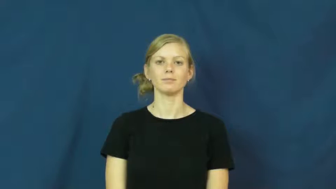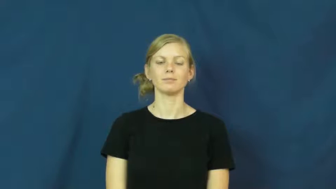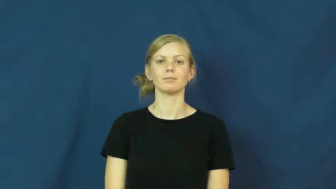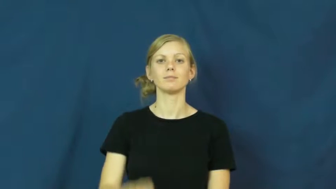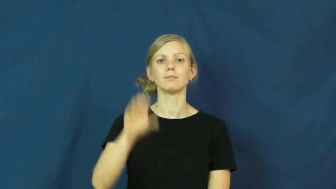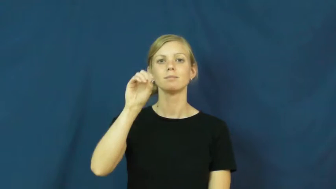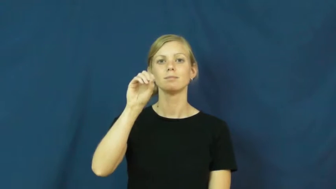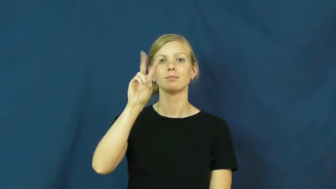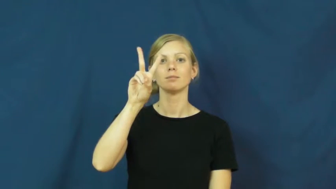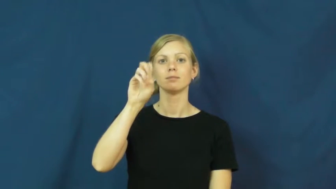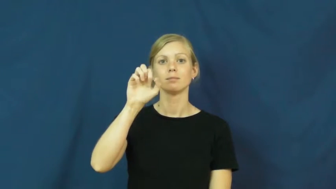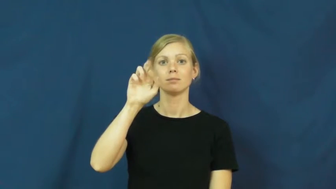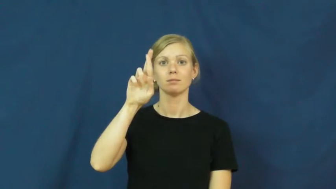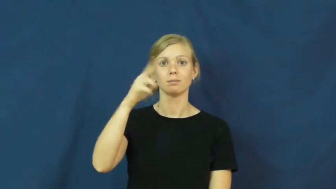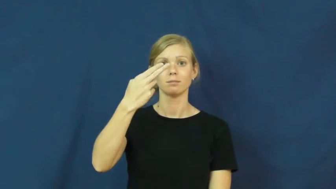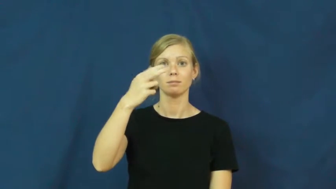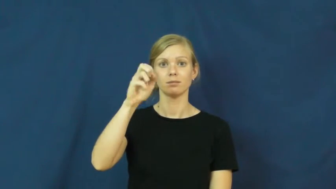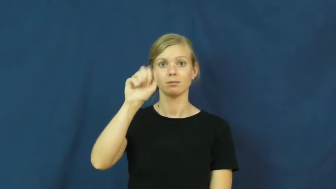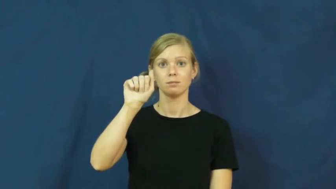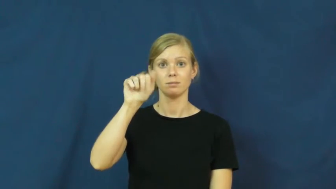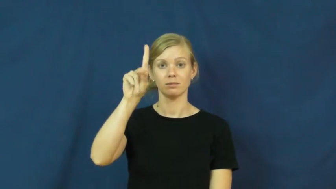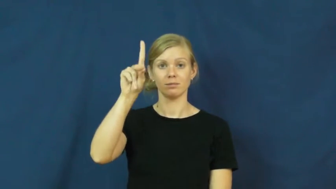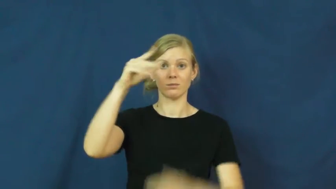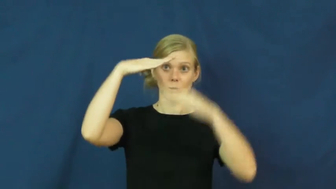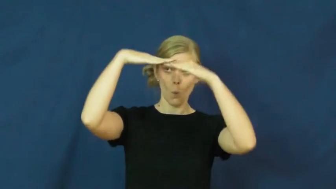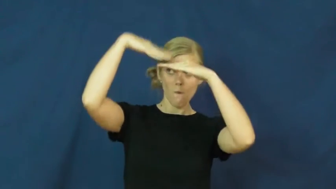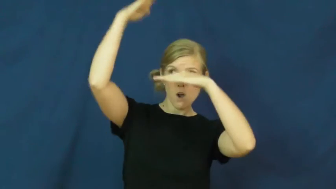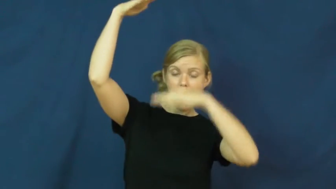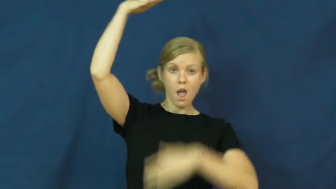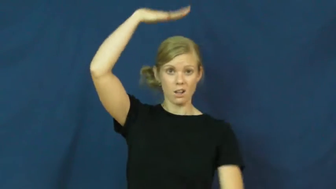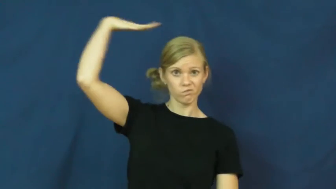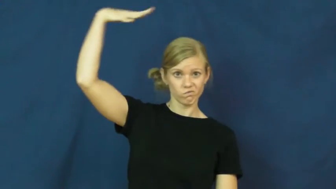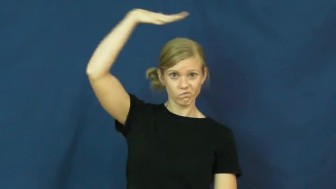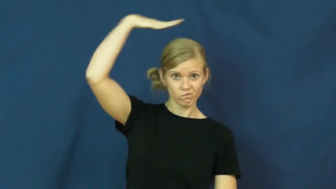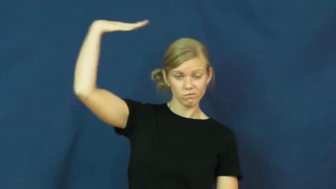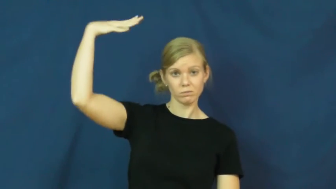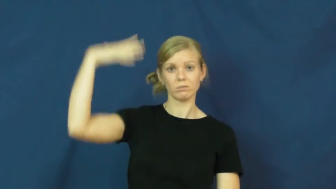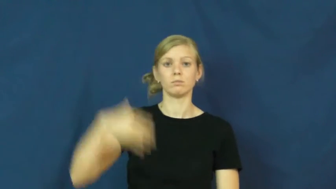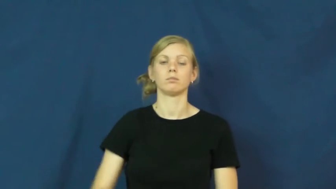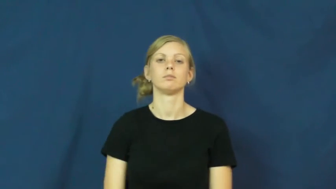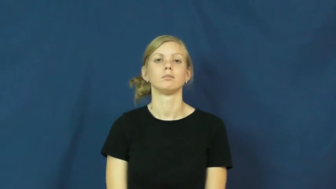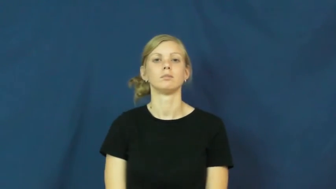overhead-above